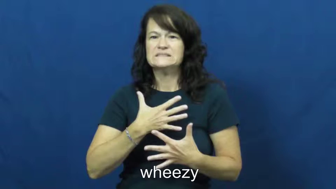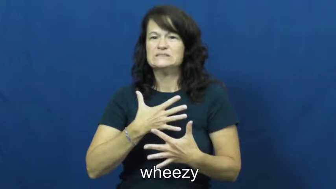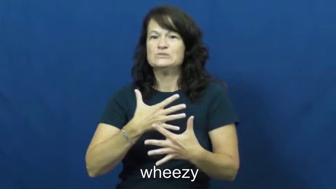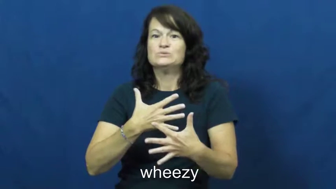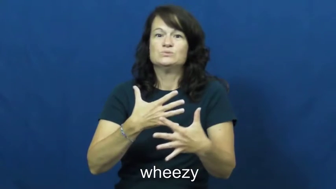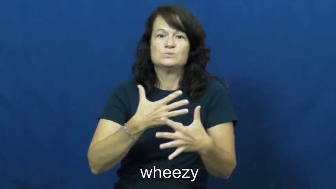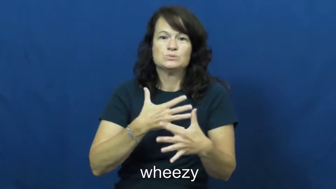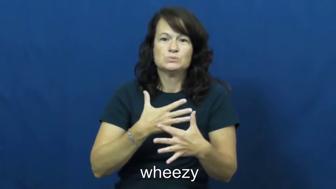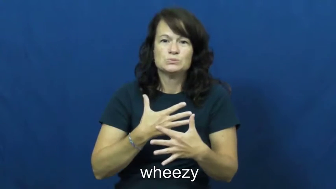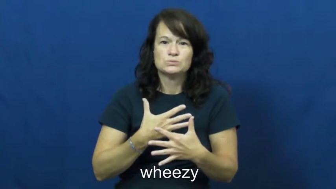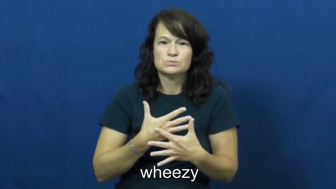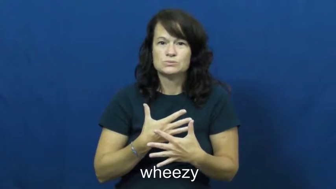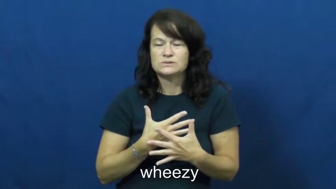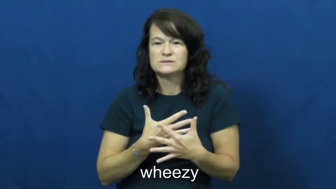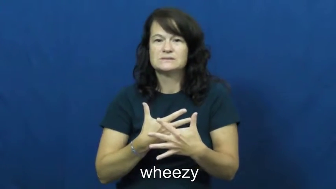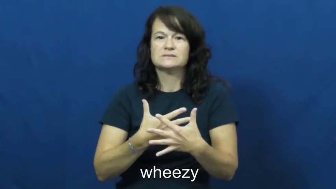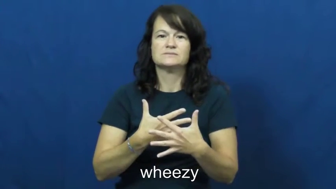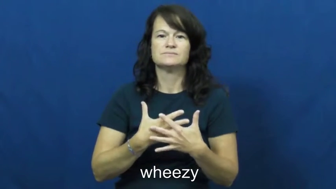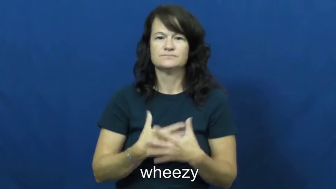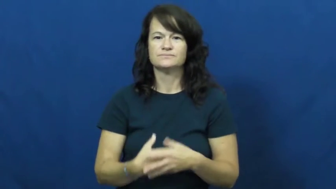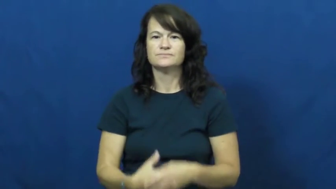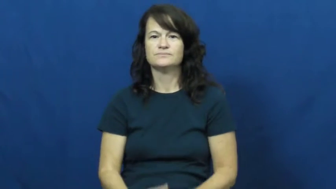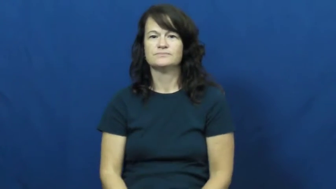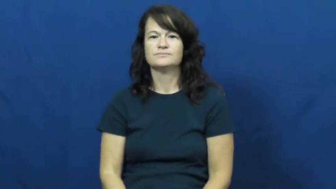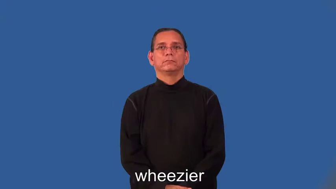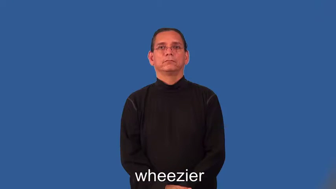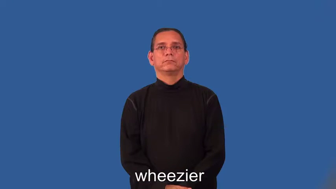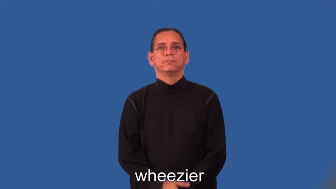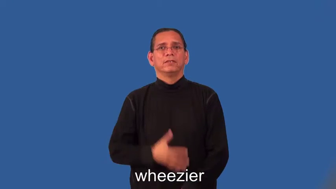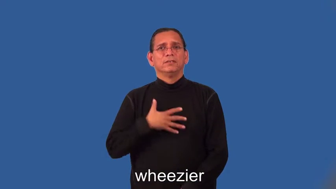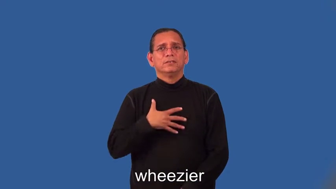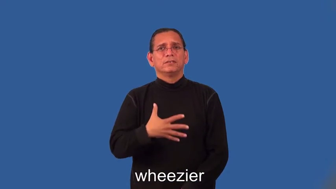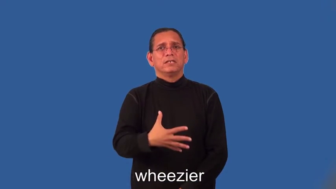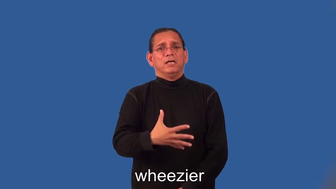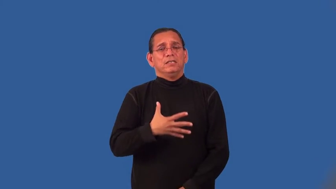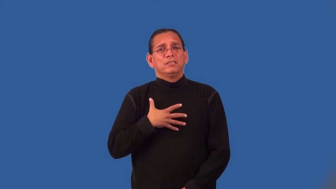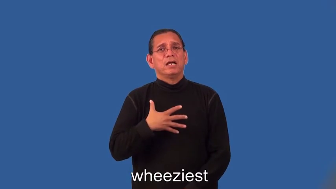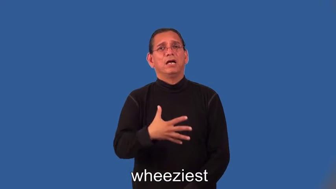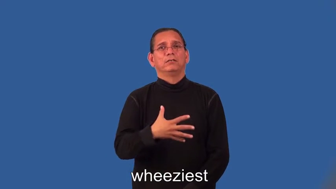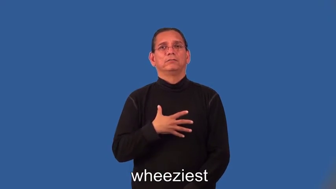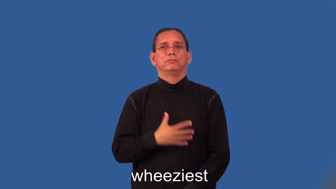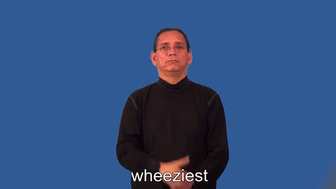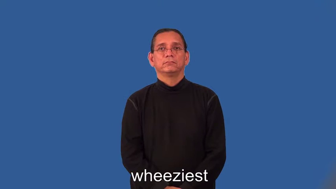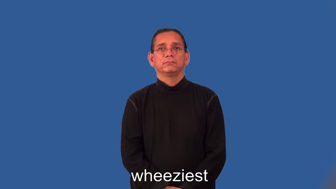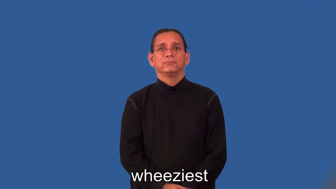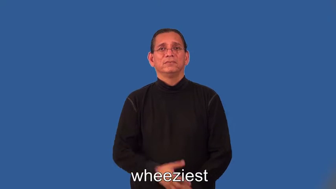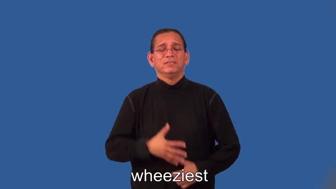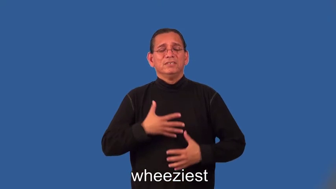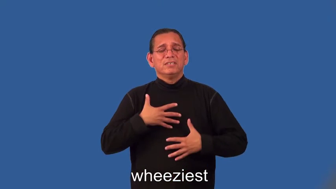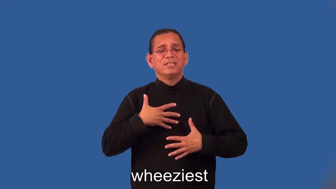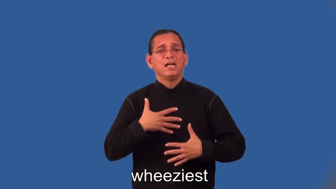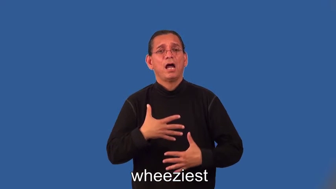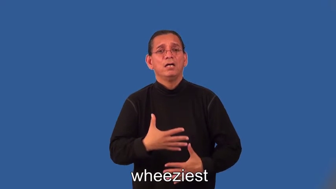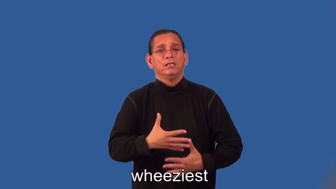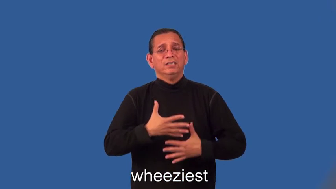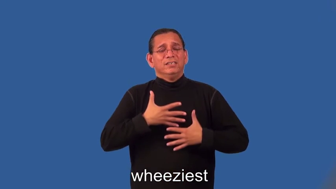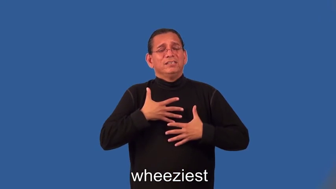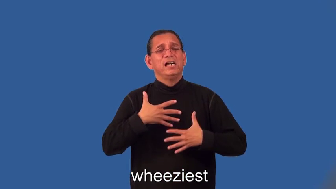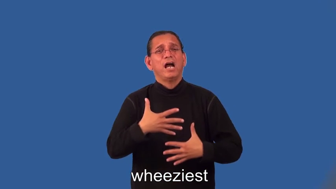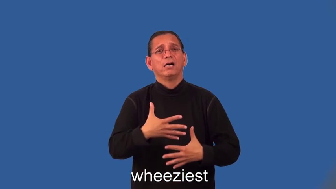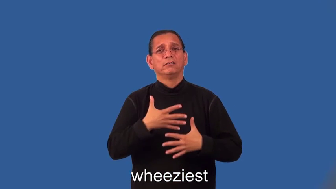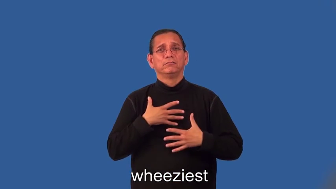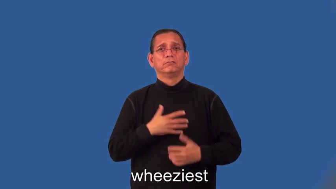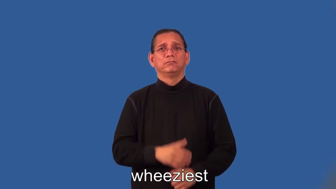wheezier,wheeziest